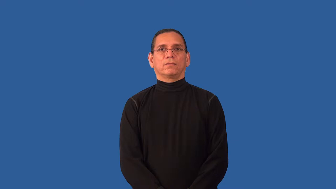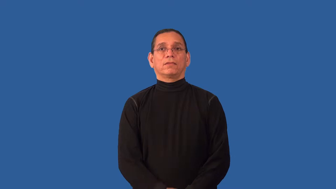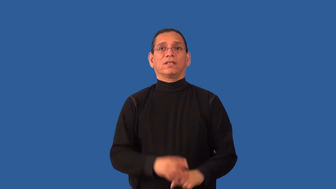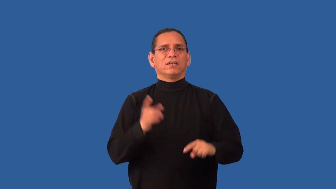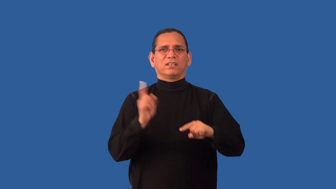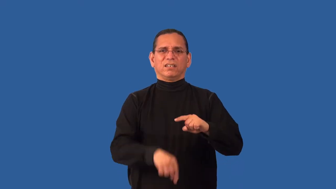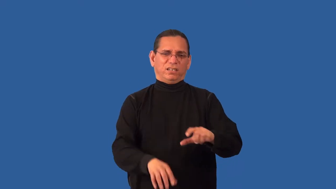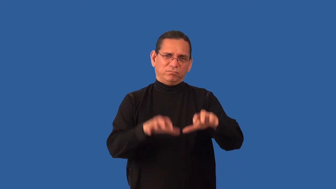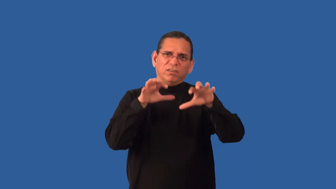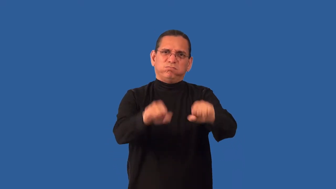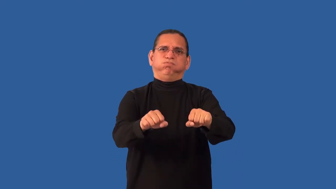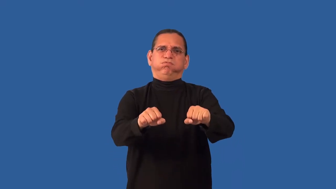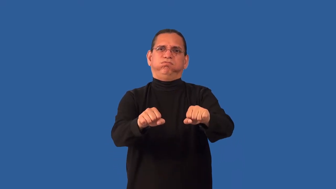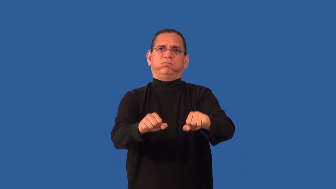impregnable